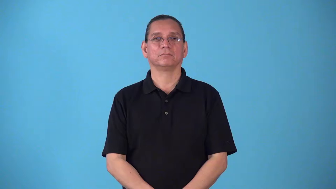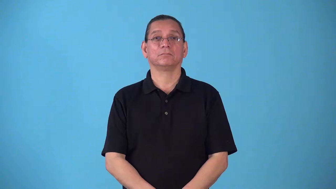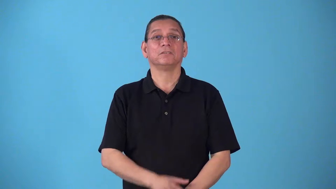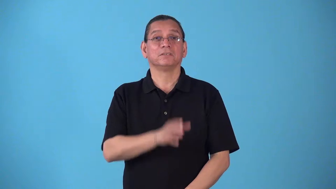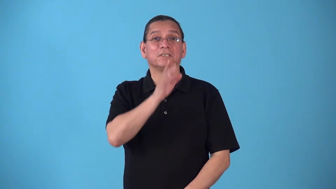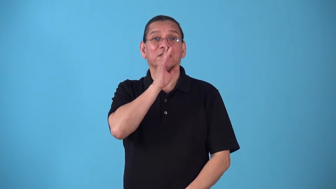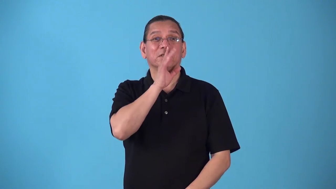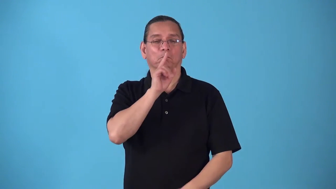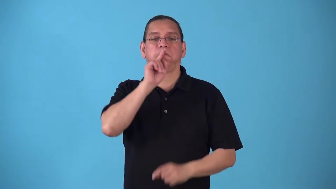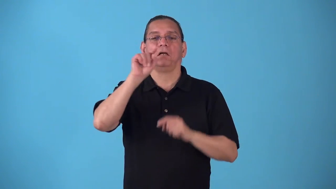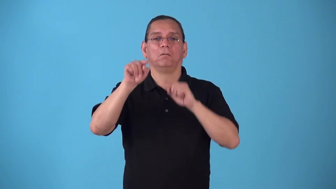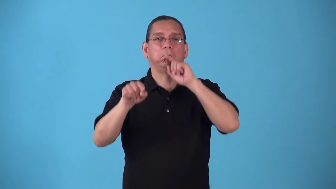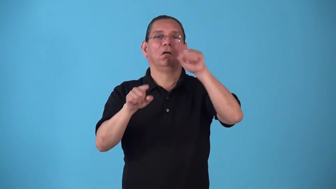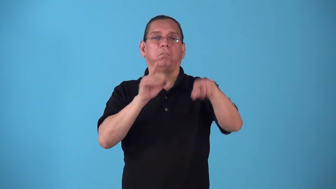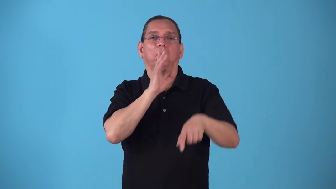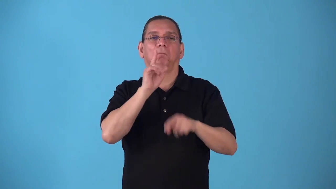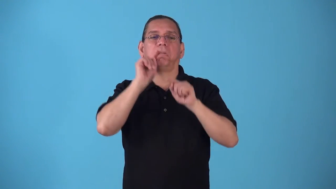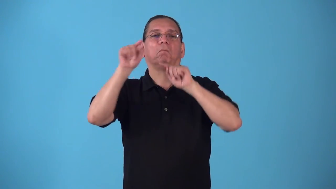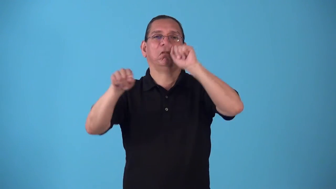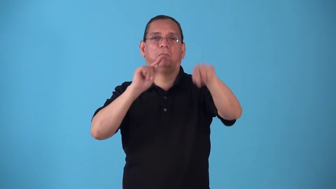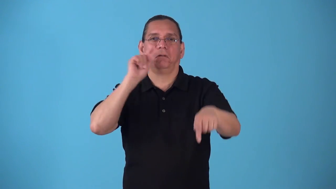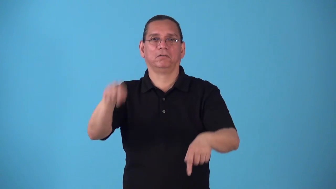splutter person